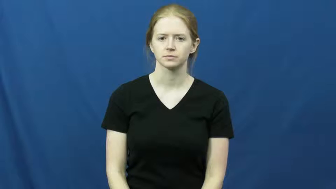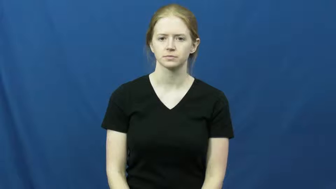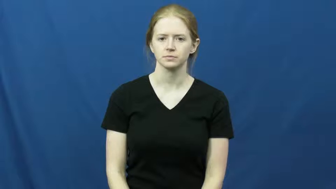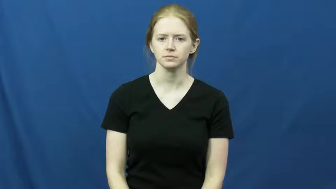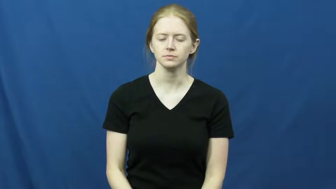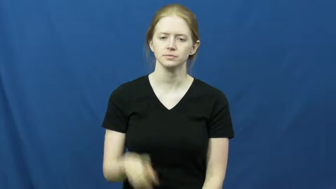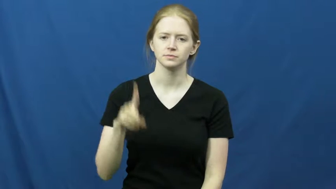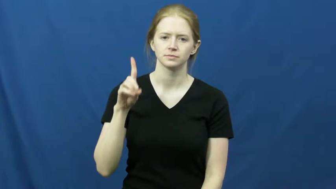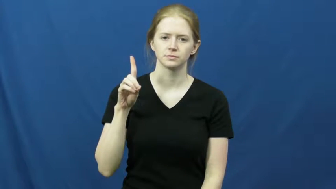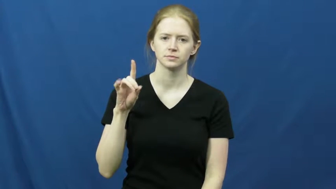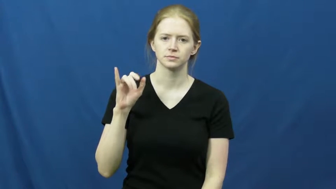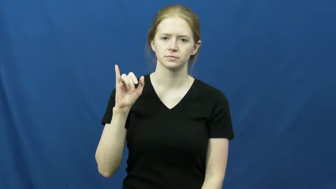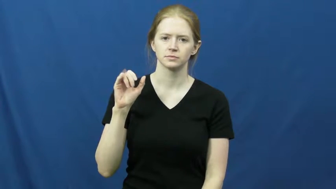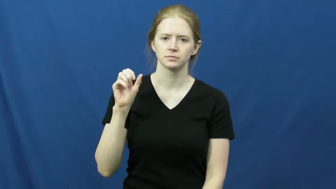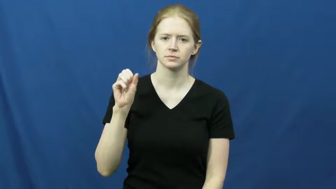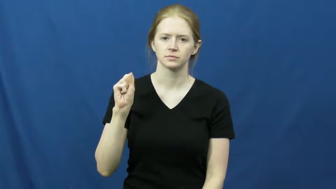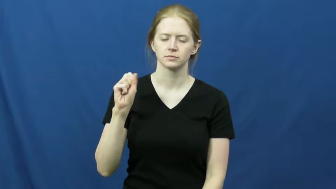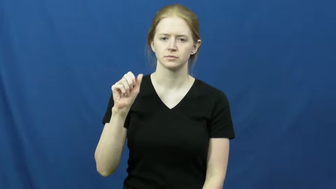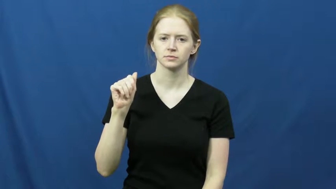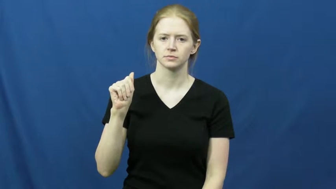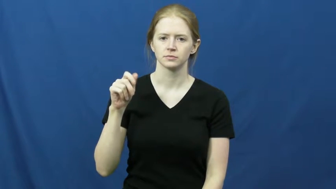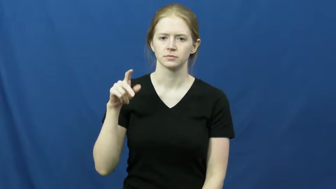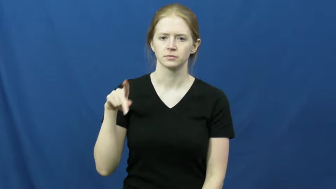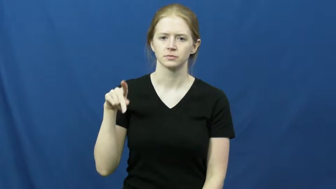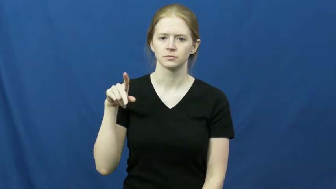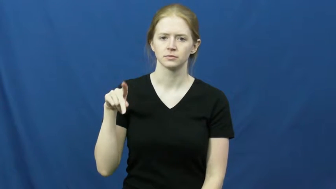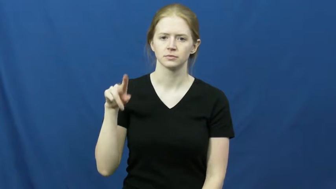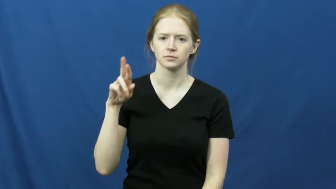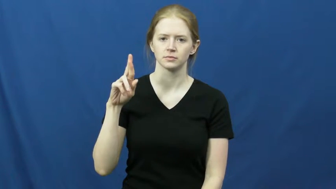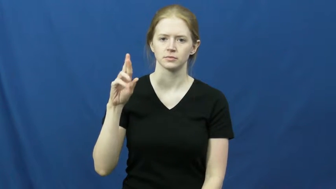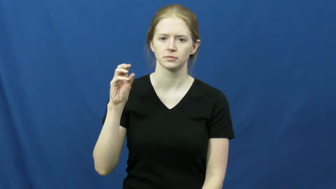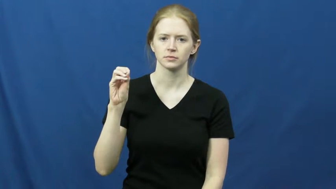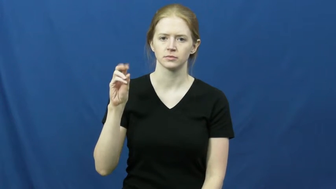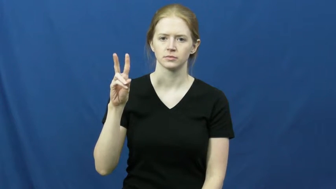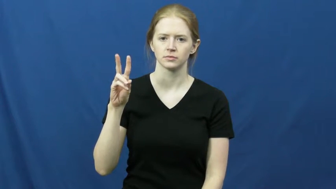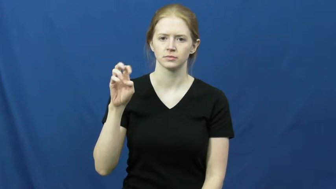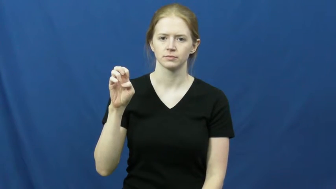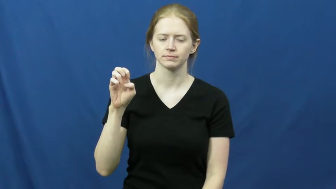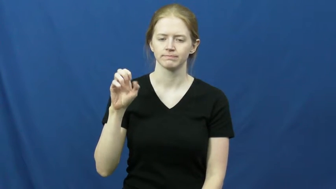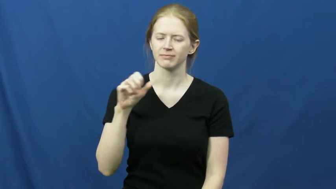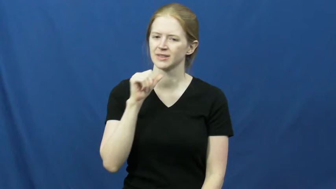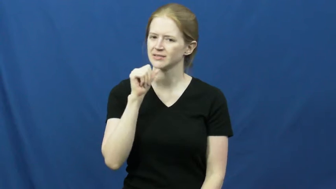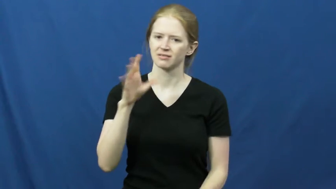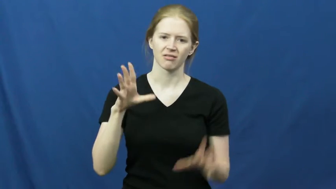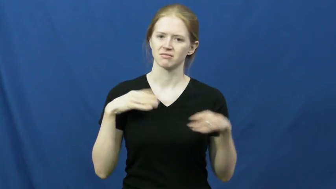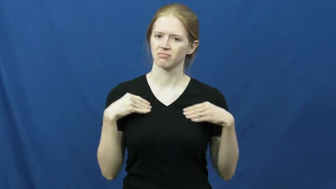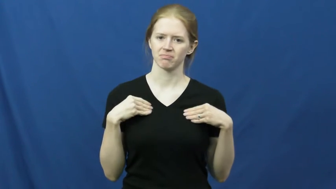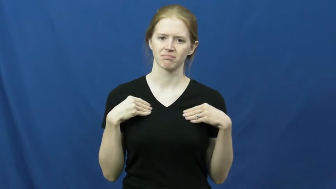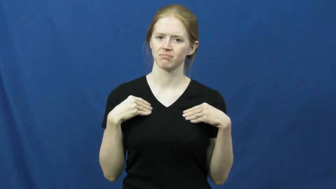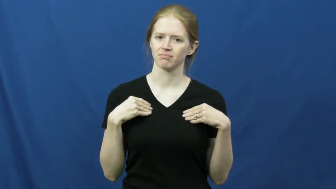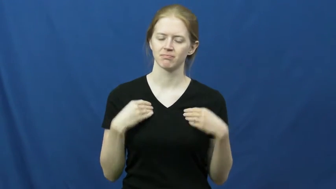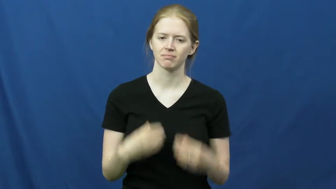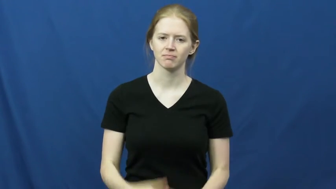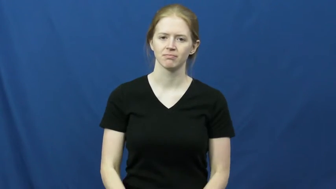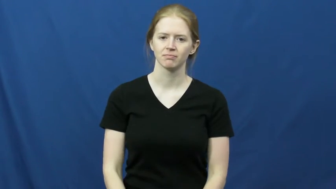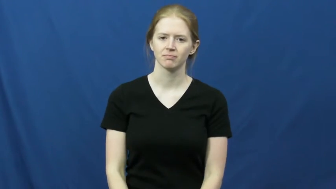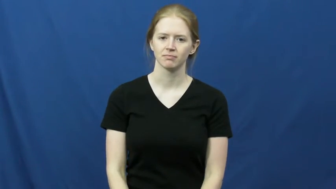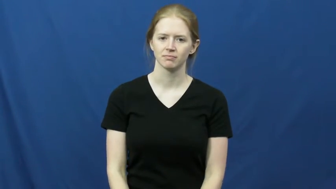disapprove